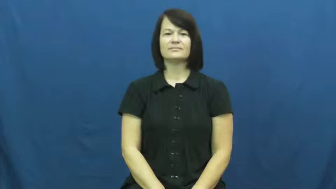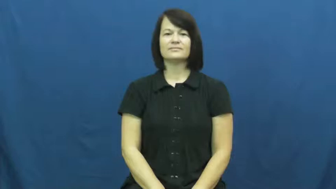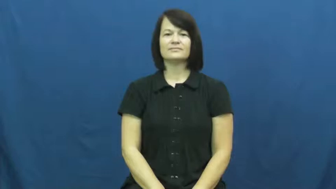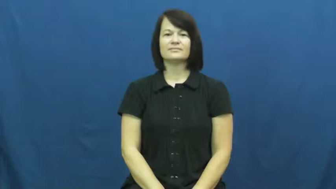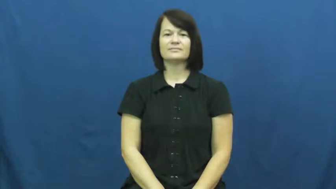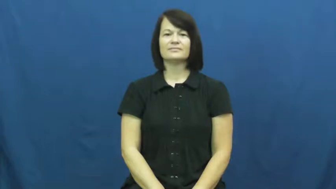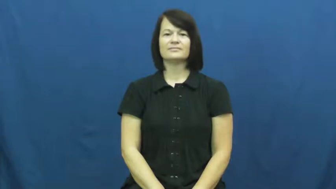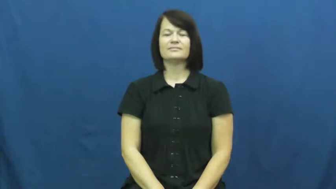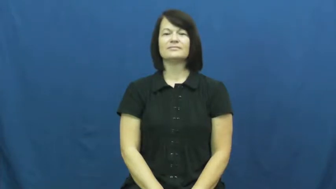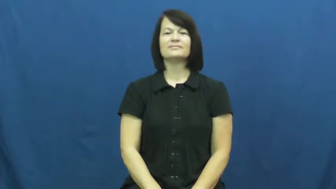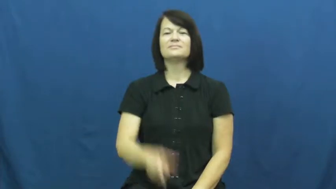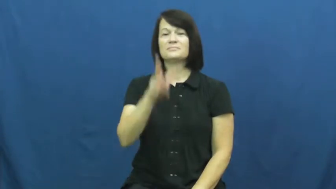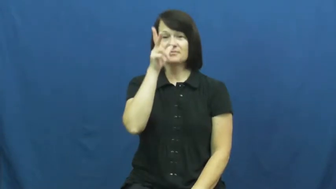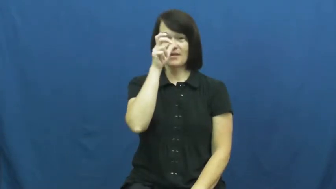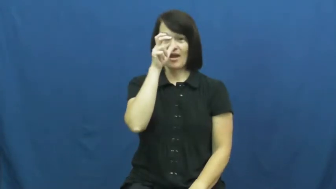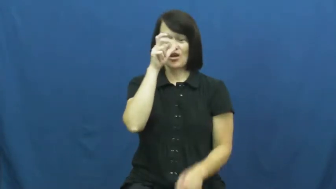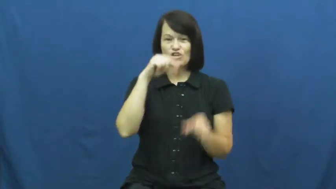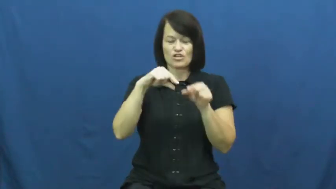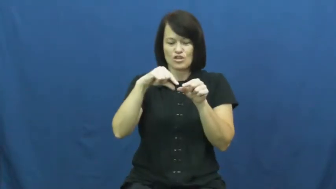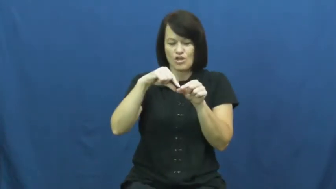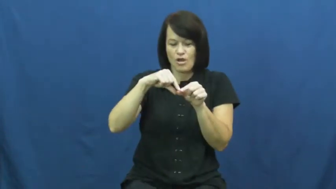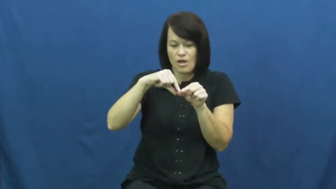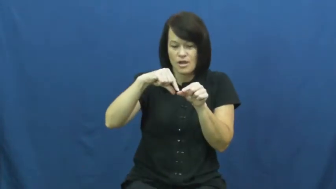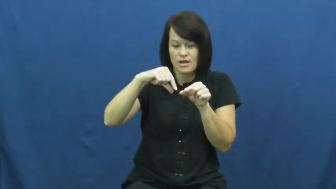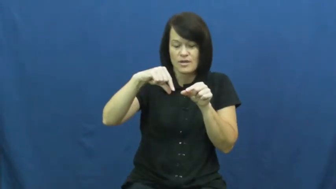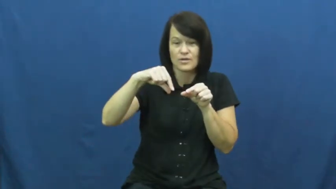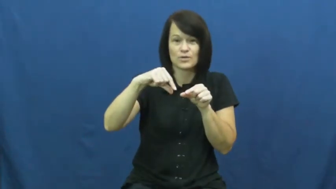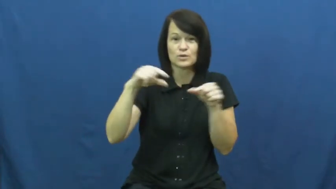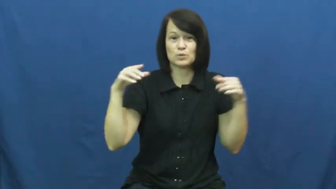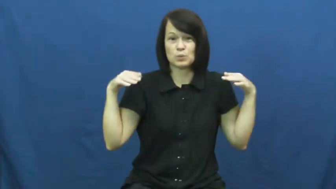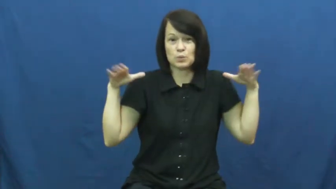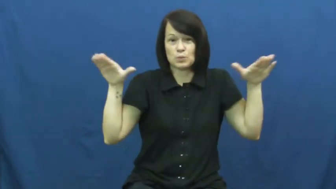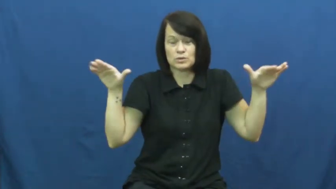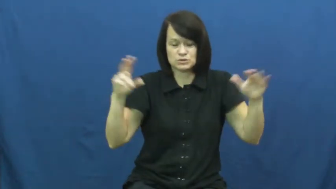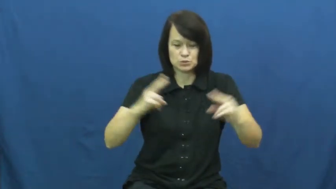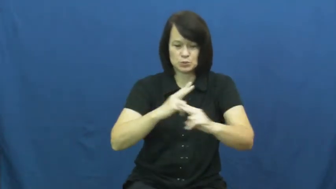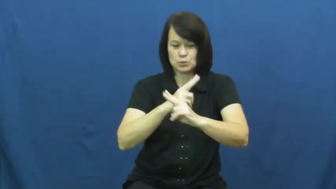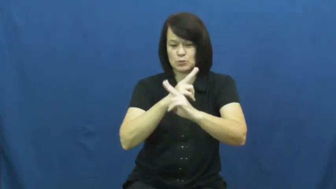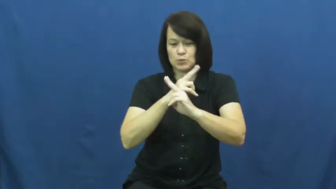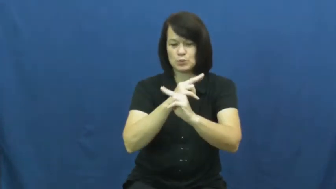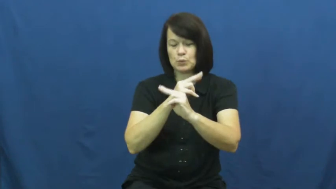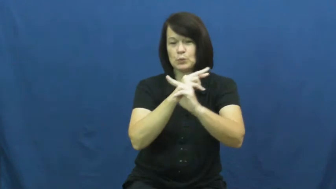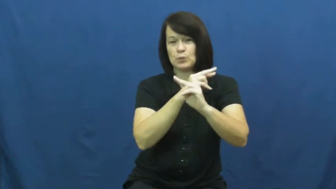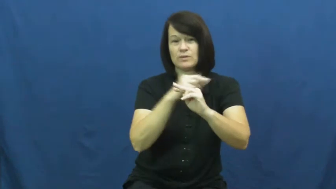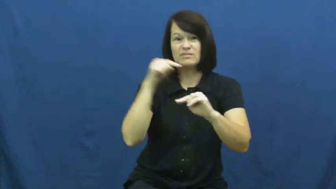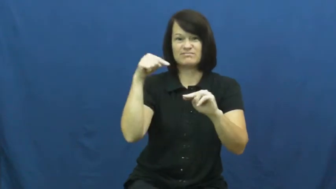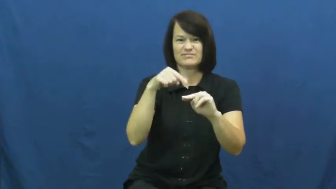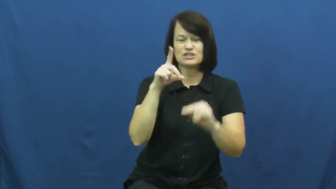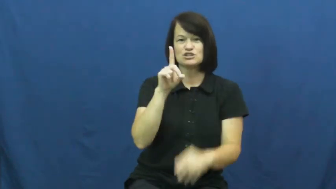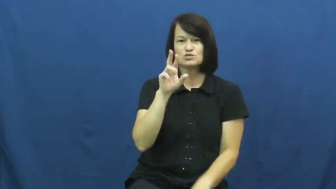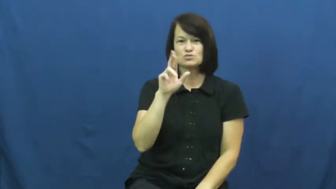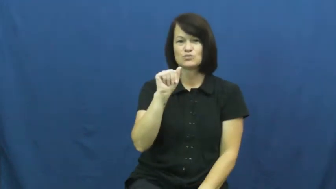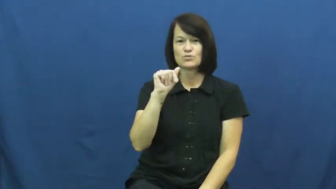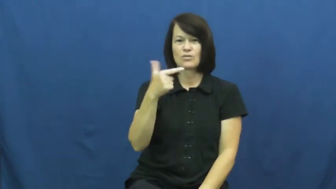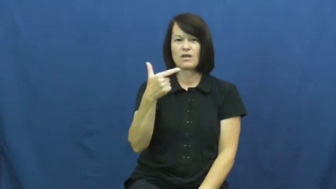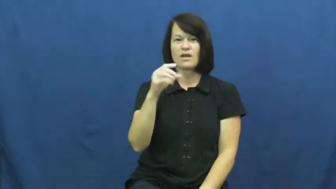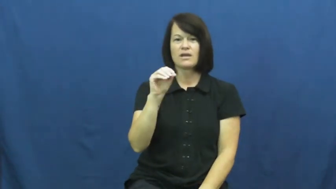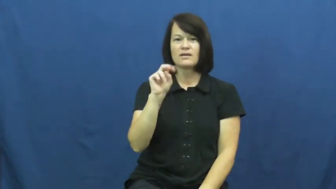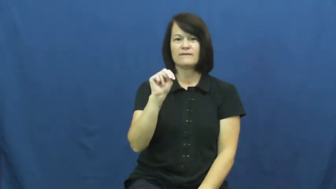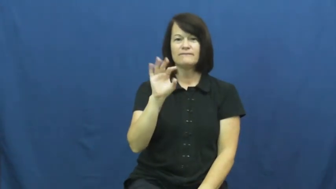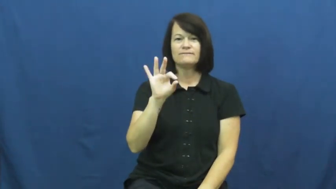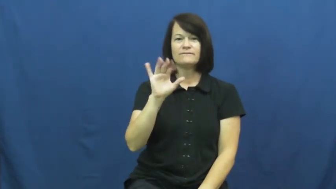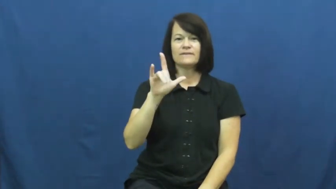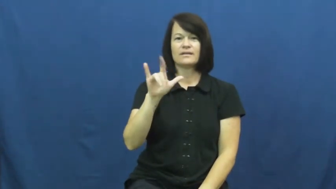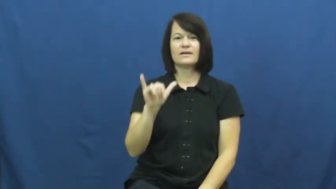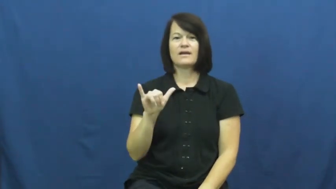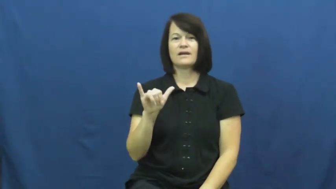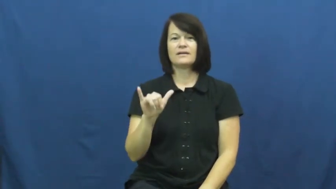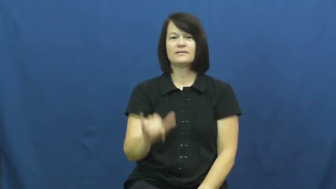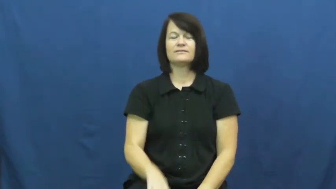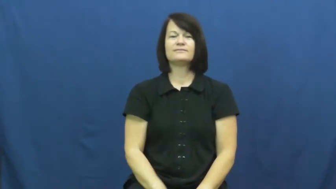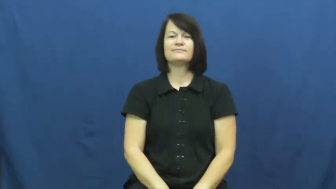dragon fly